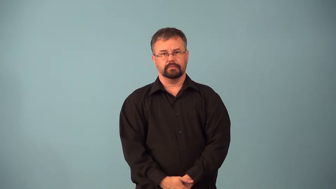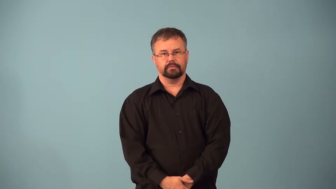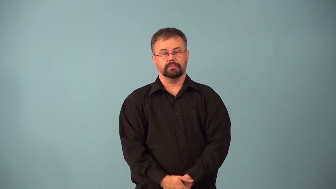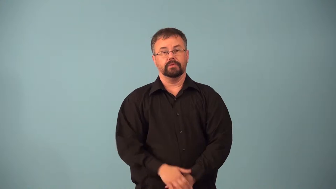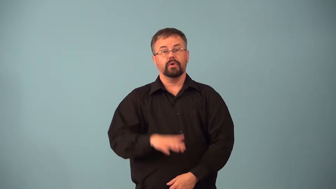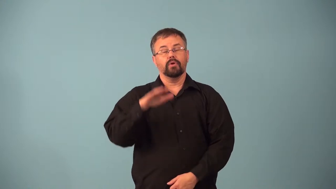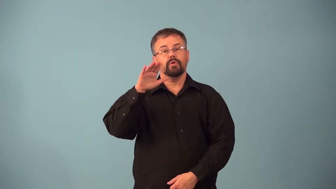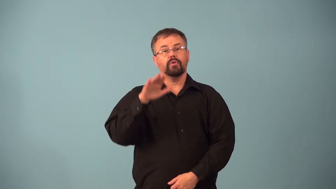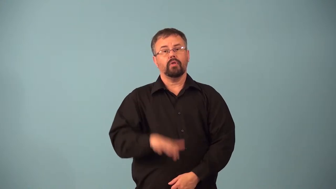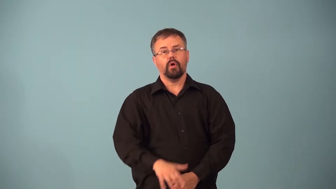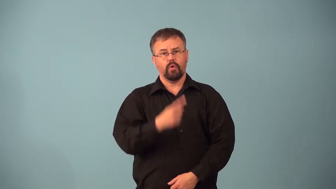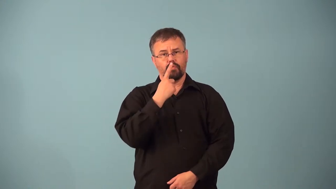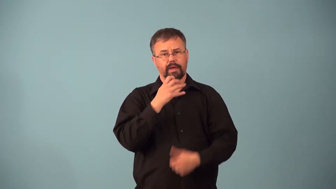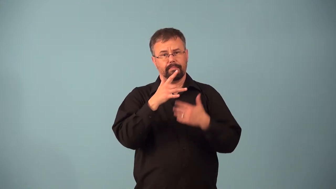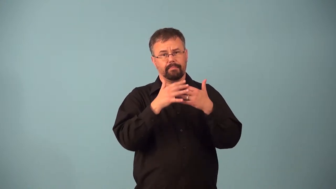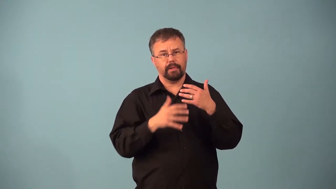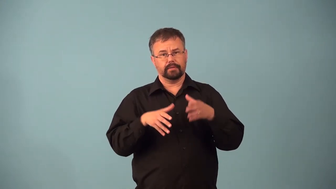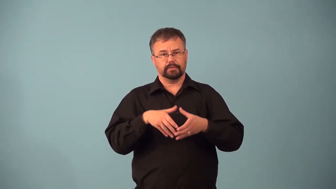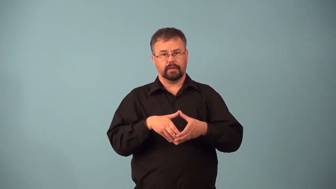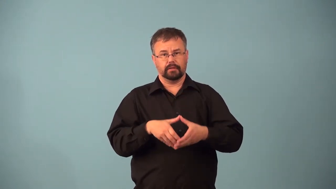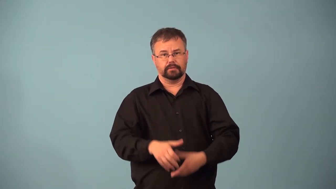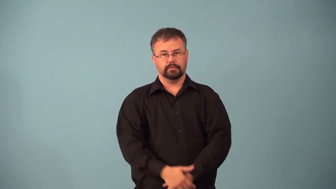anemia